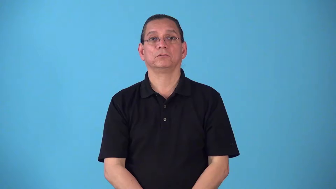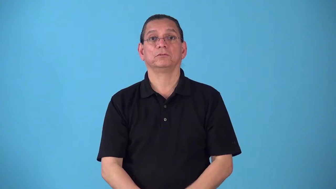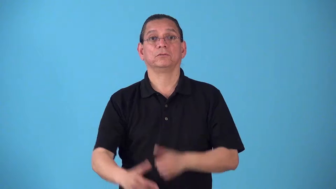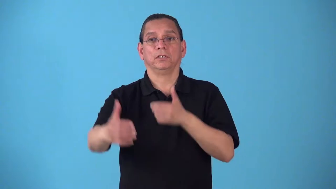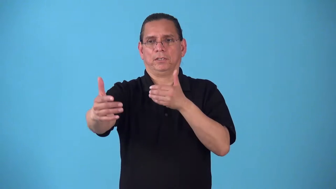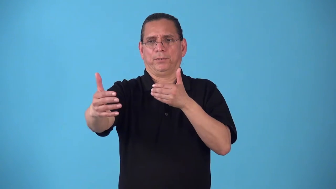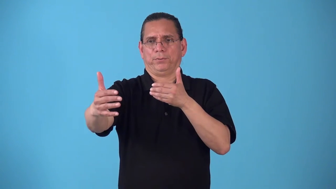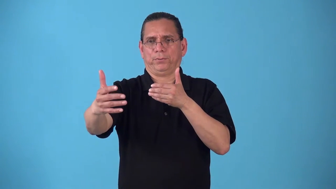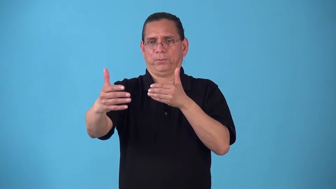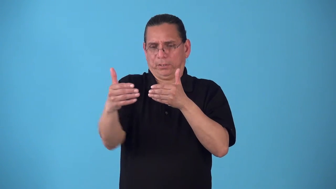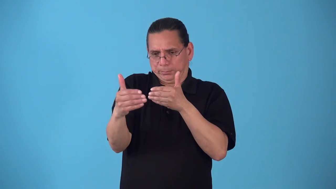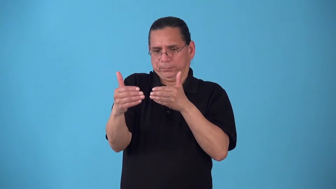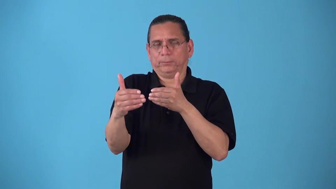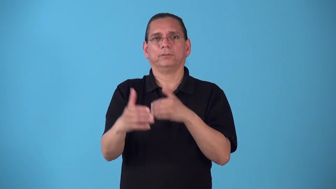shorten